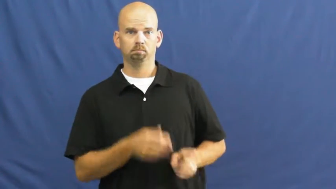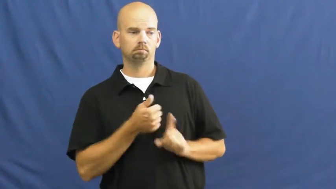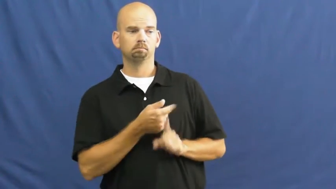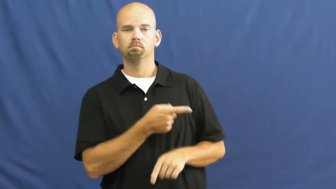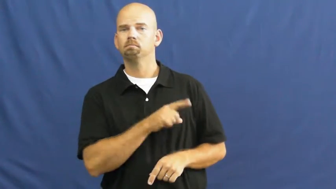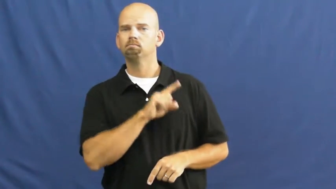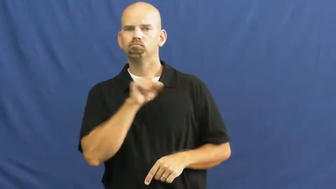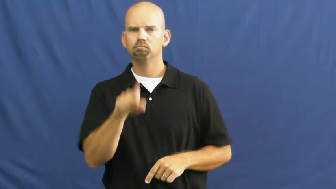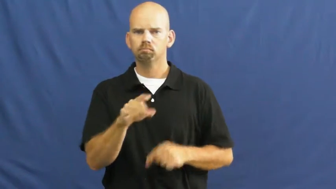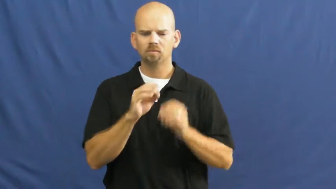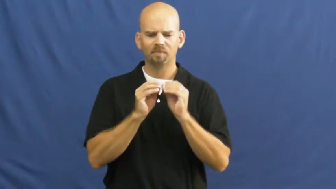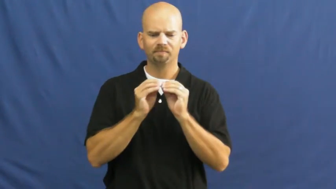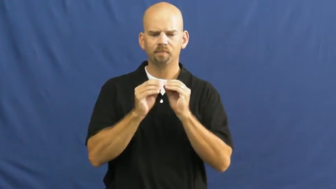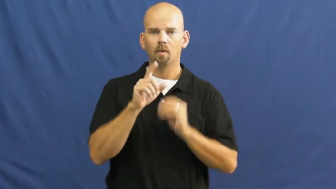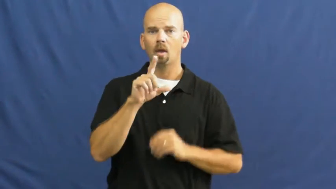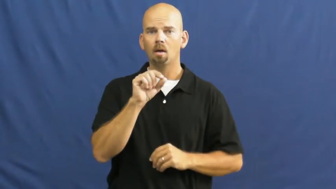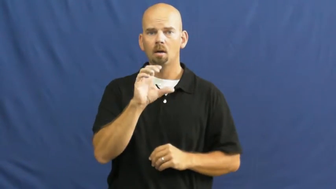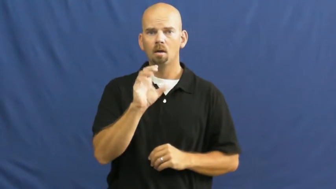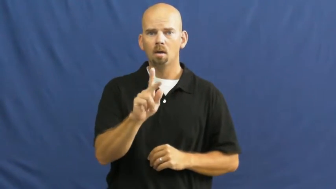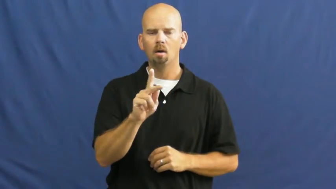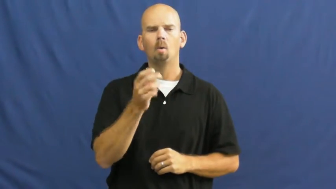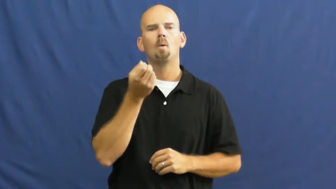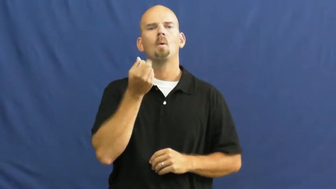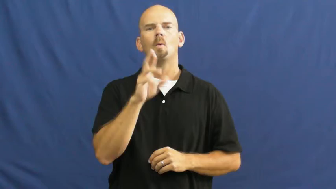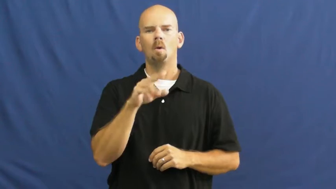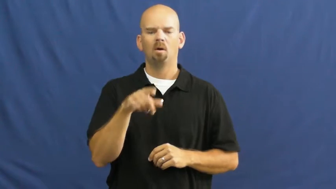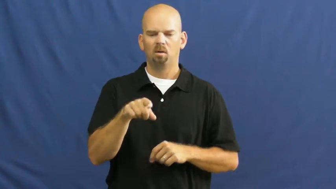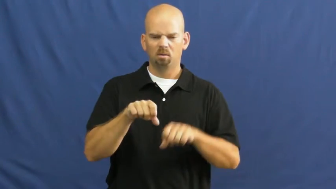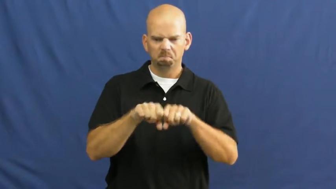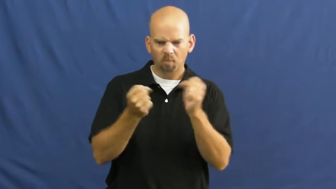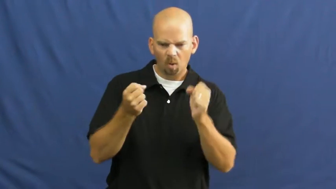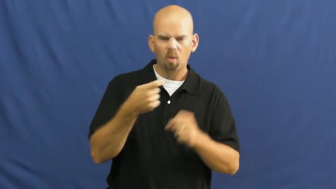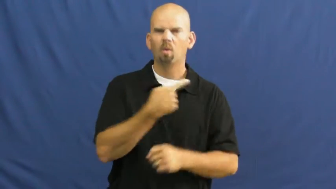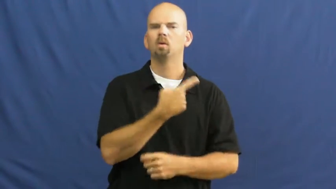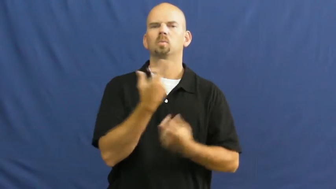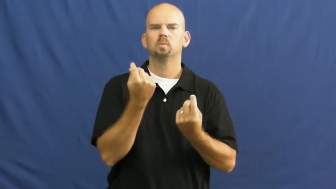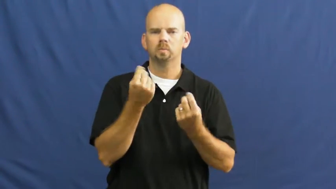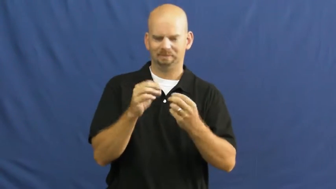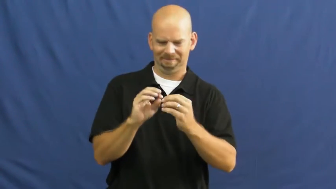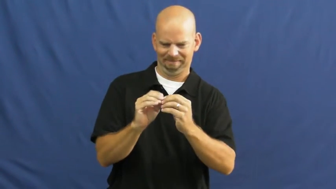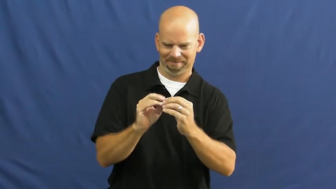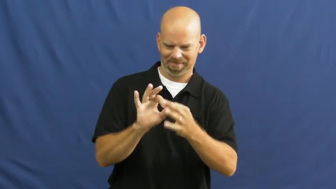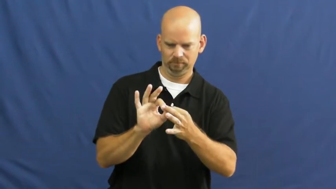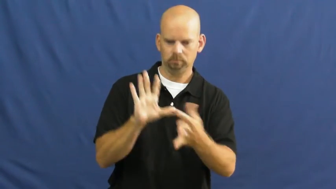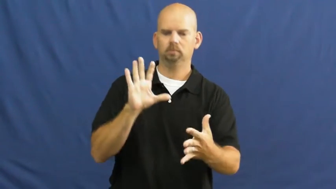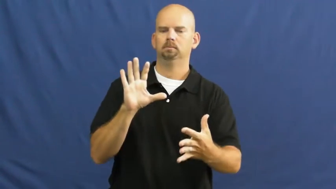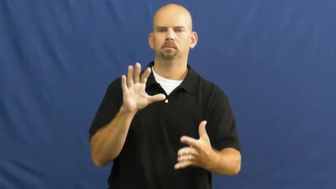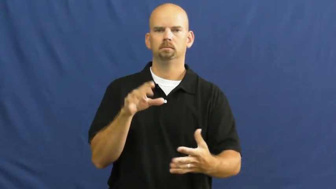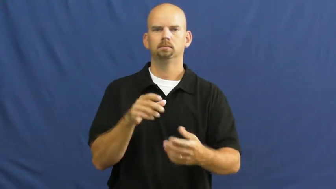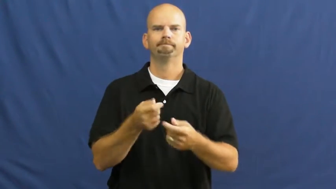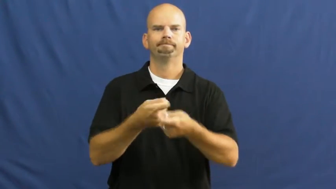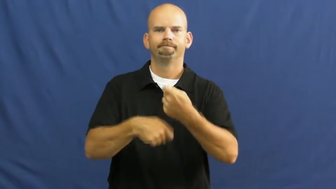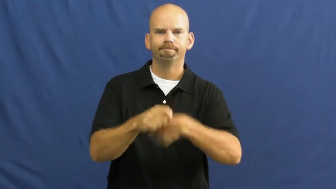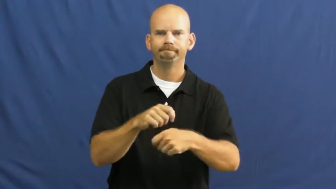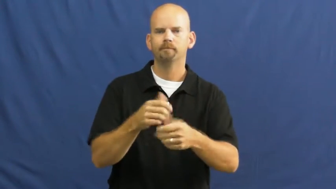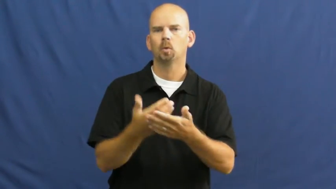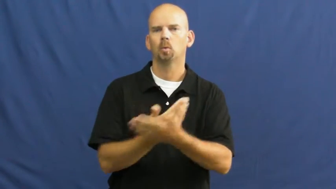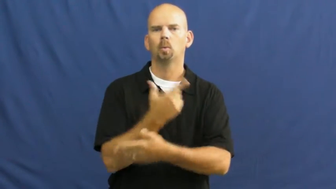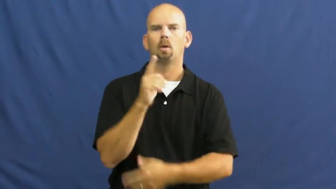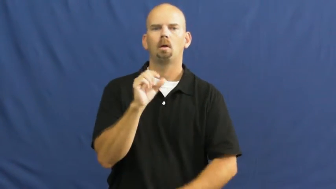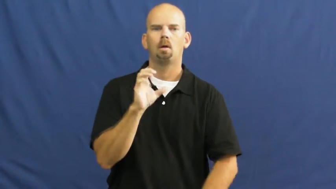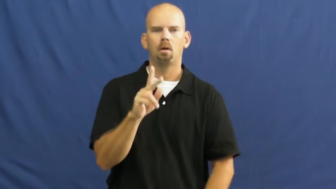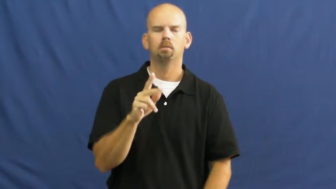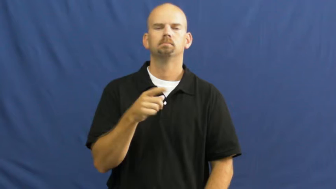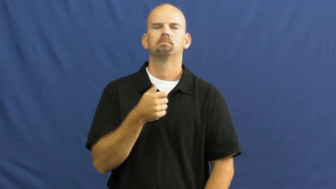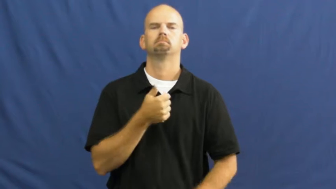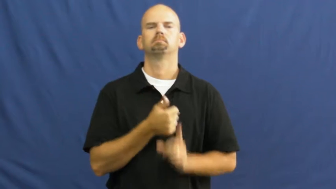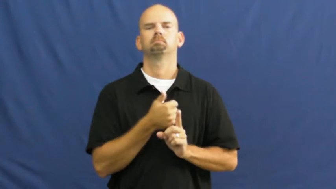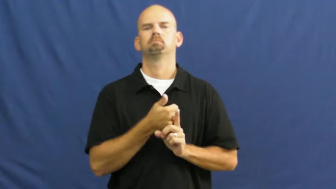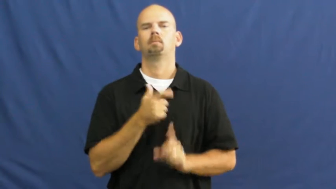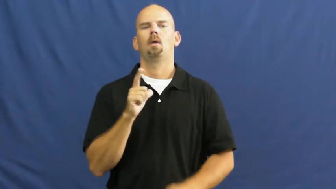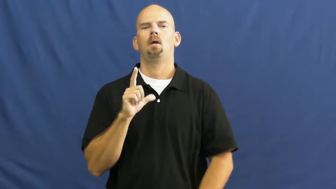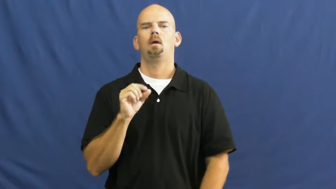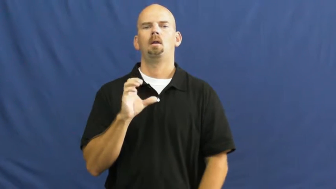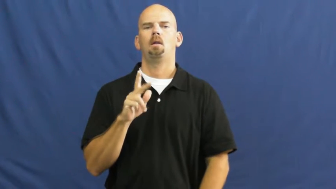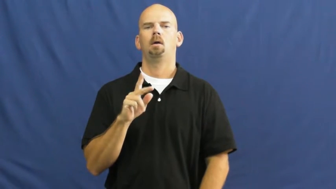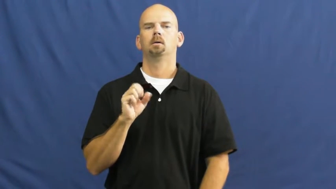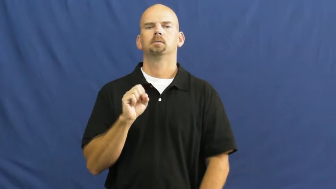locksmith